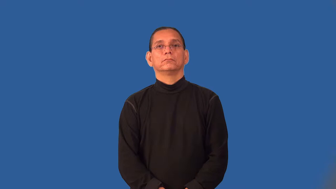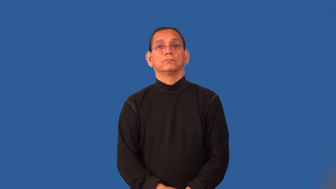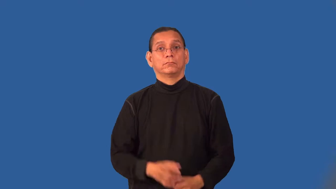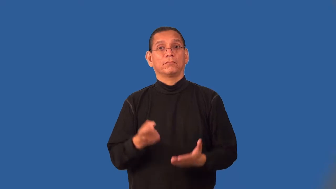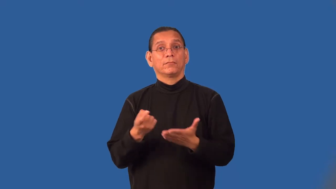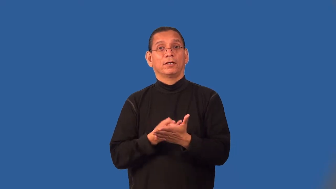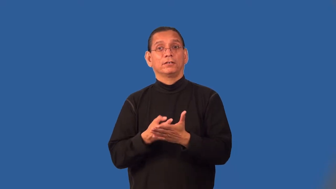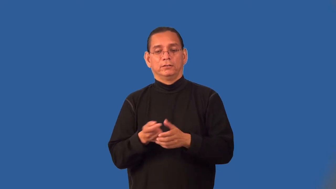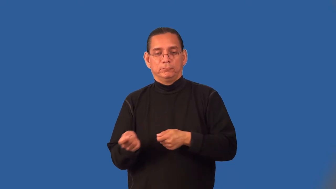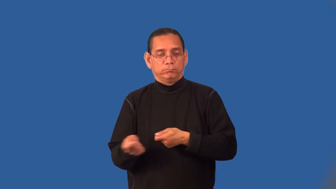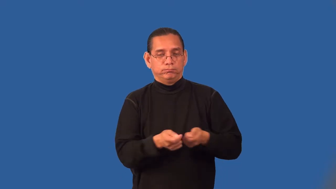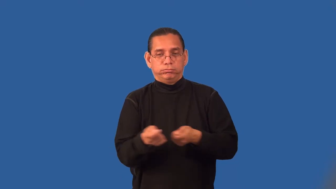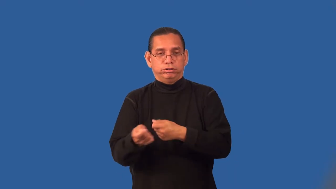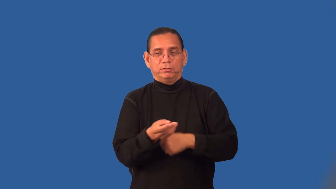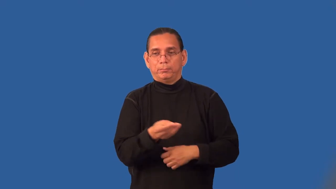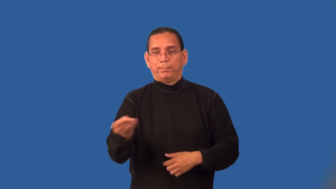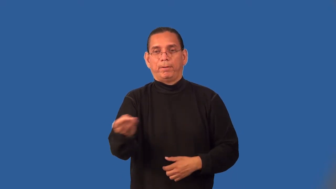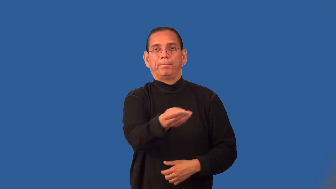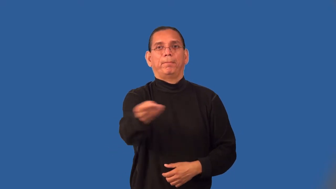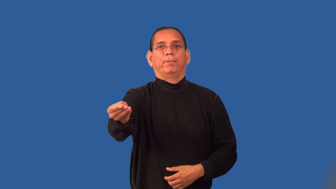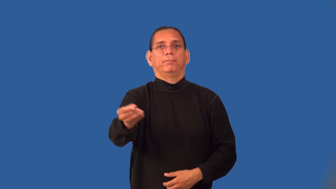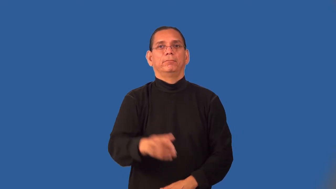pass-hockey